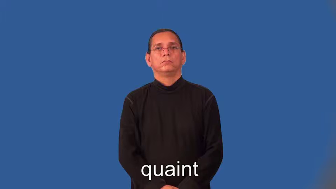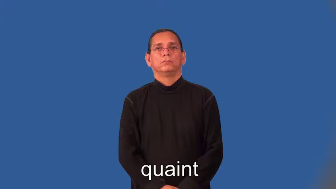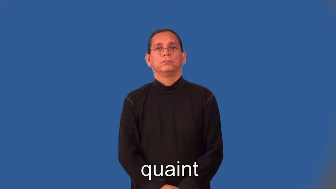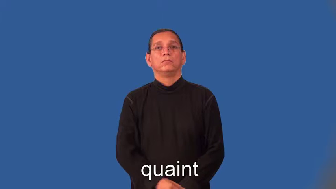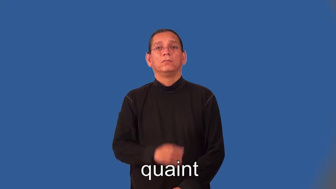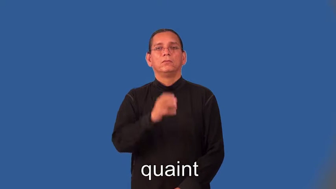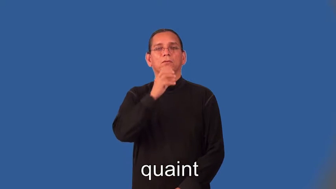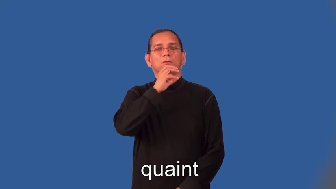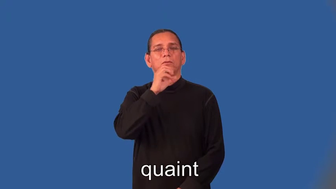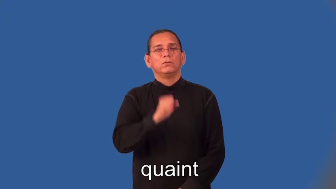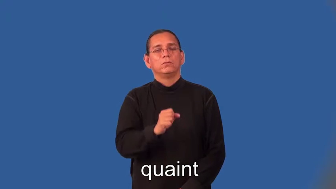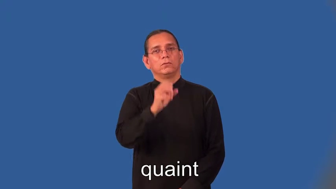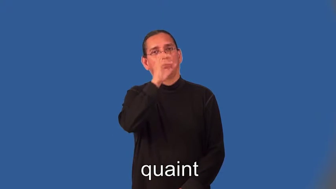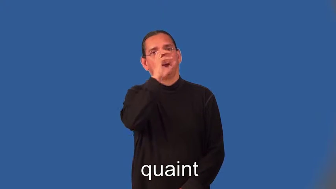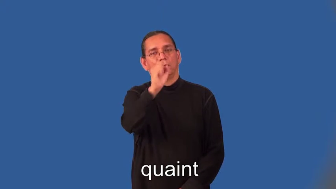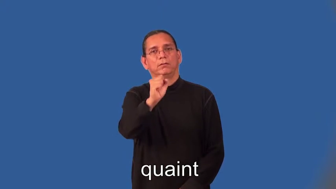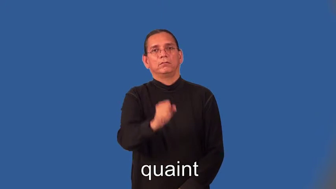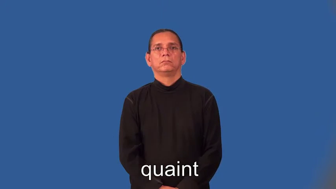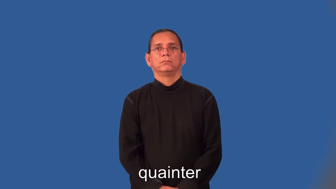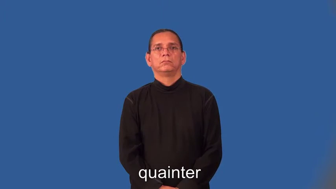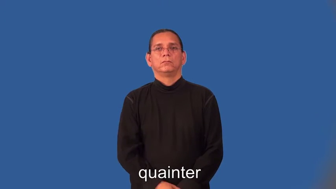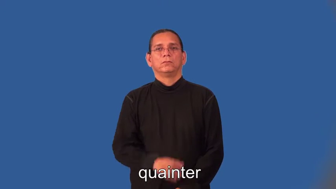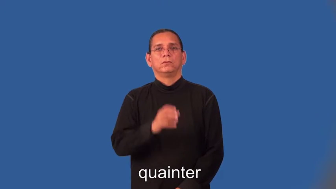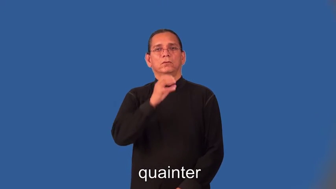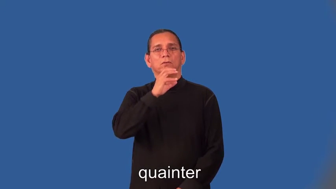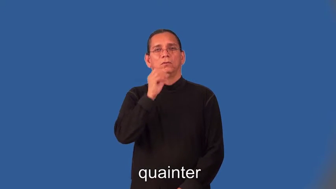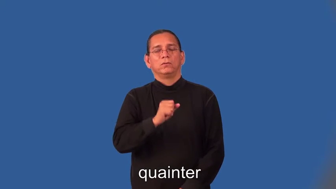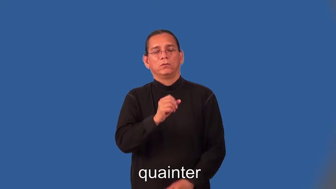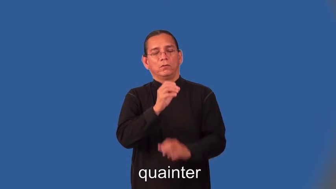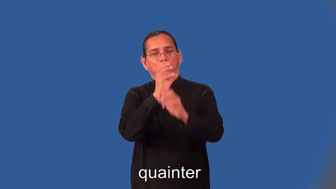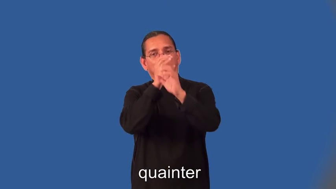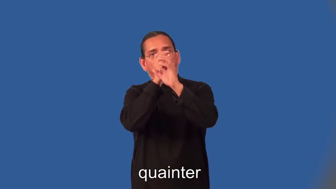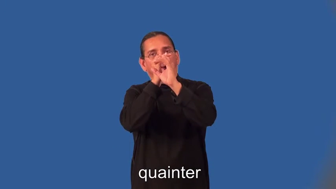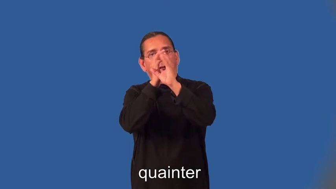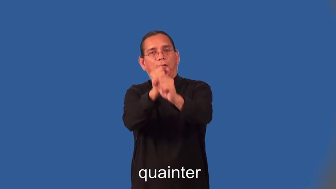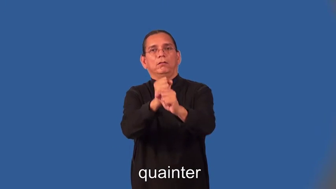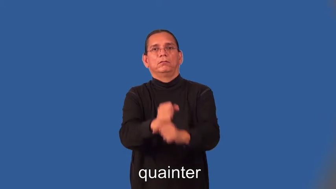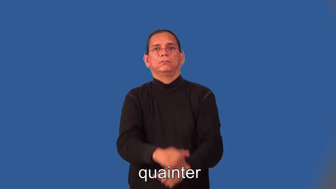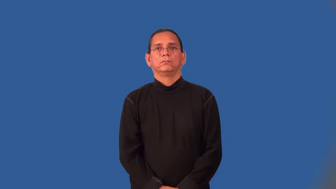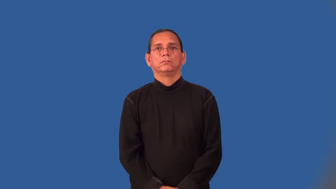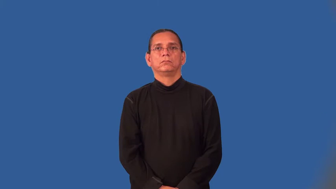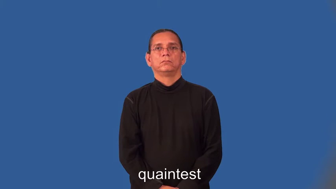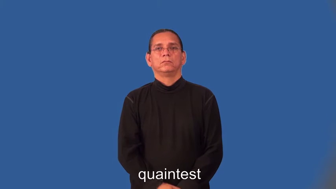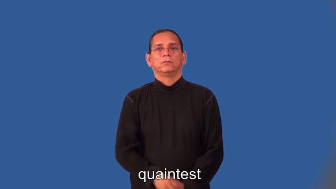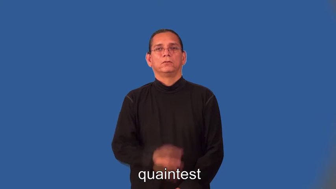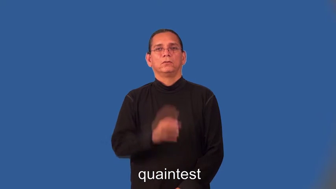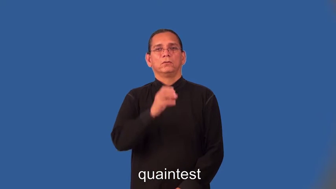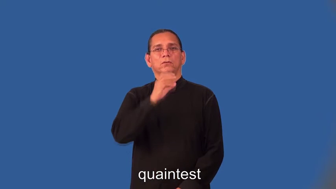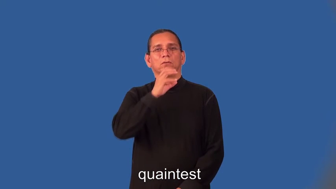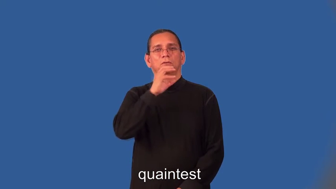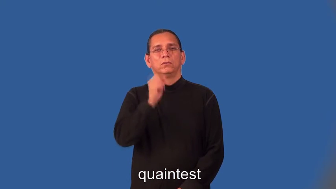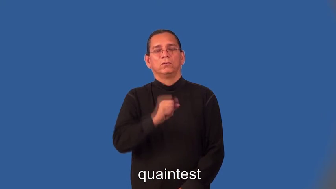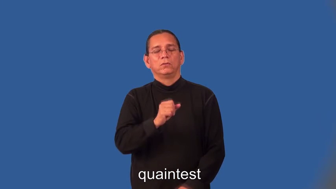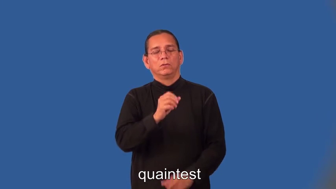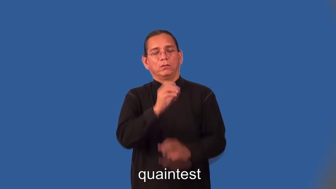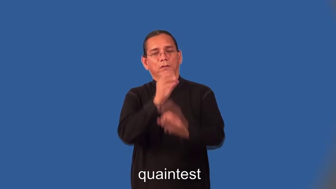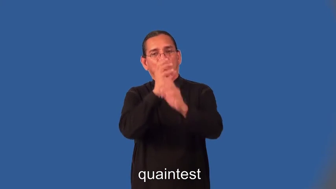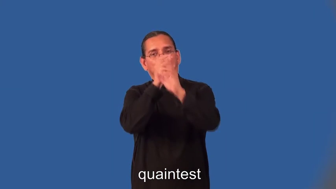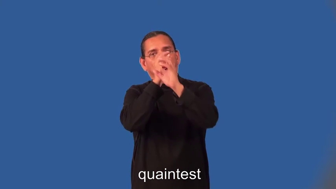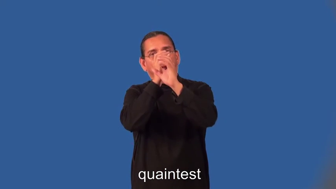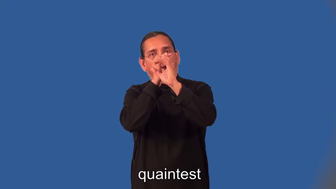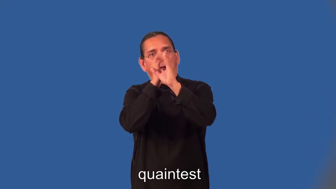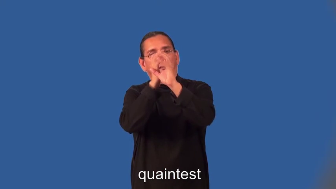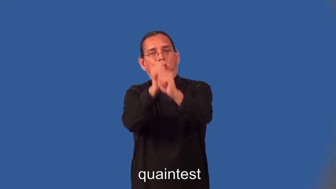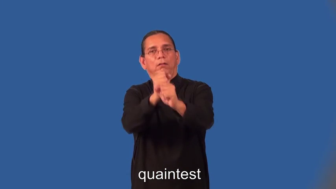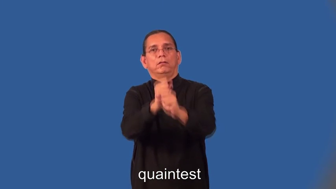quainter,quaintest